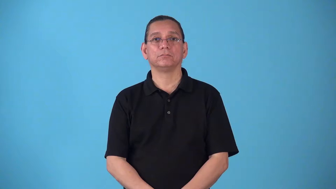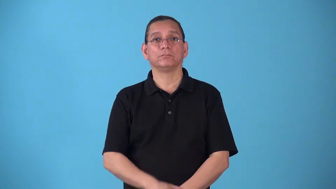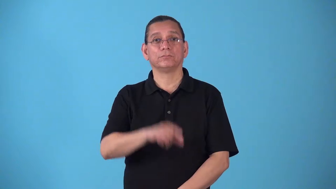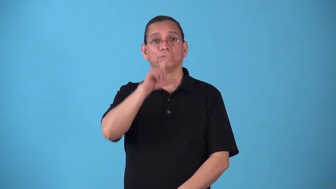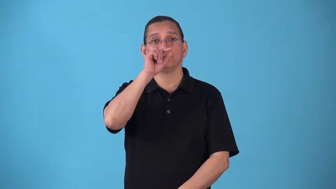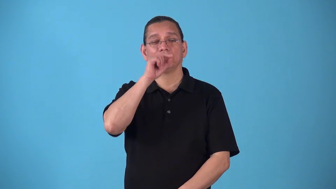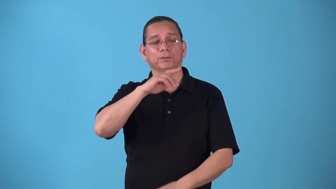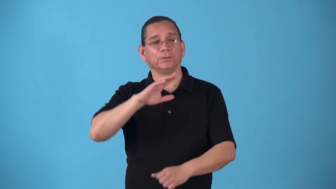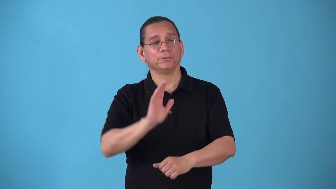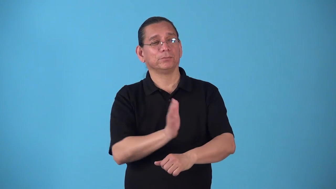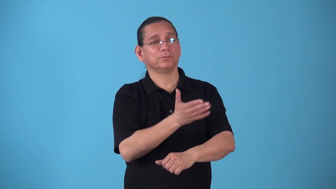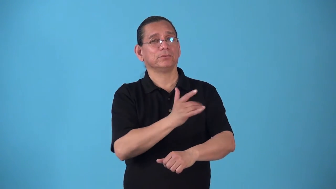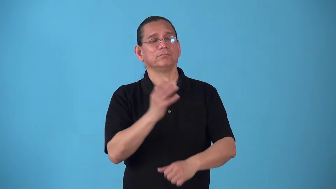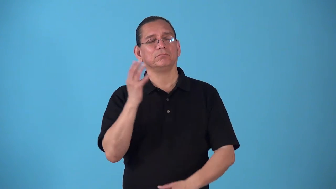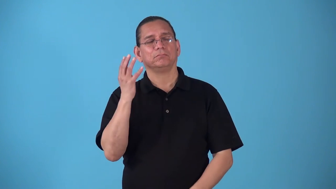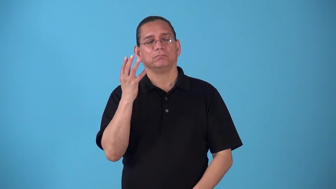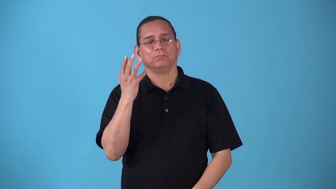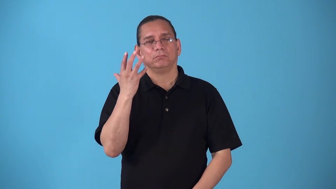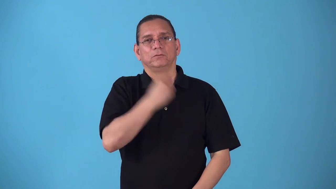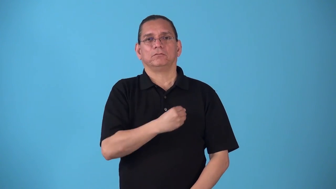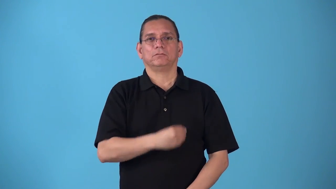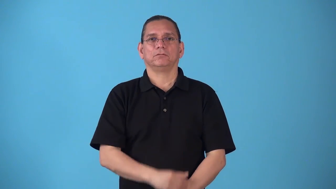songbird